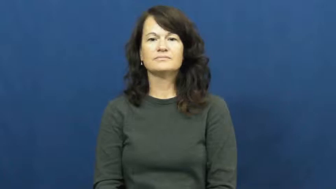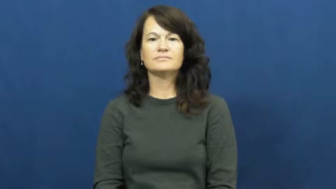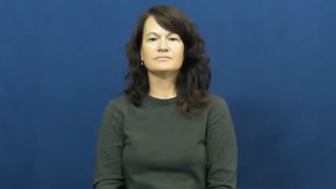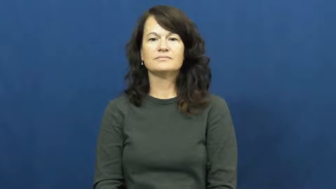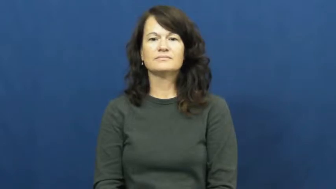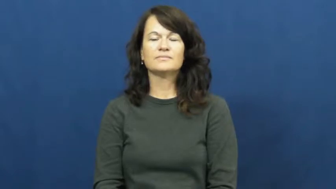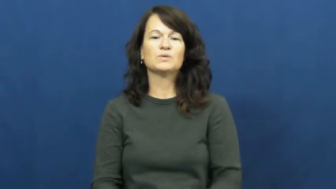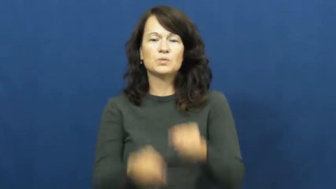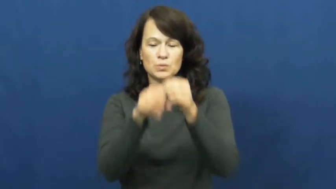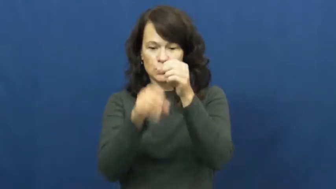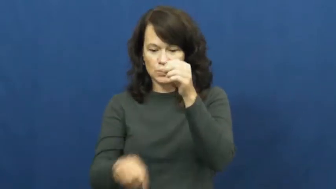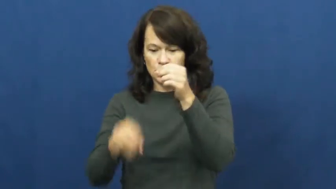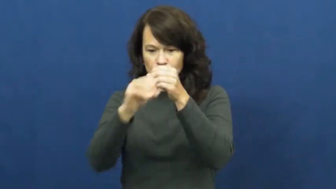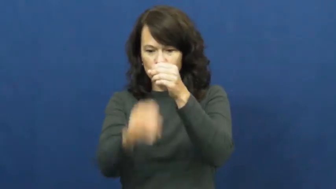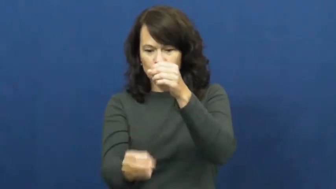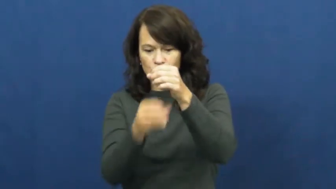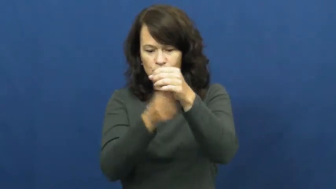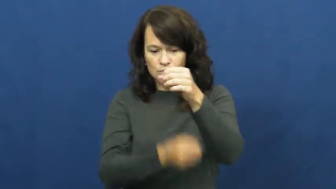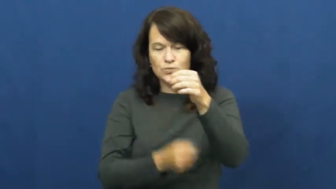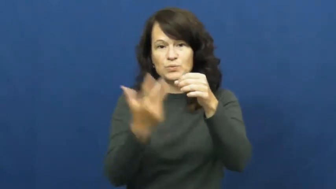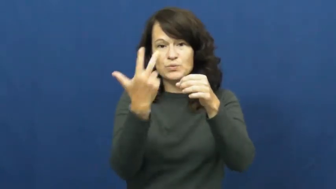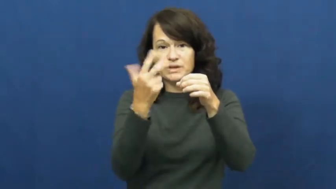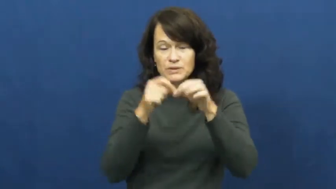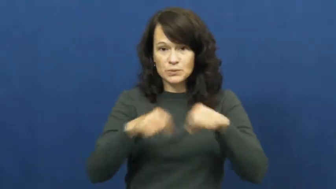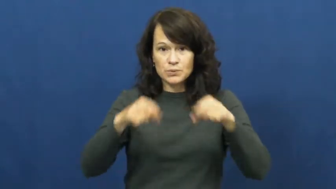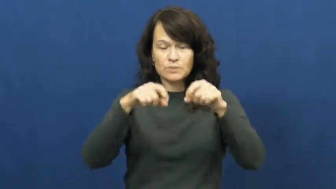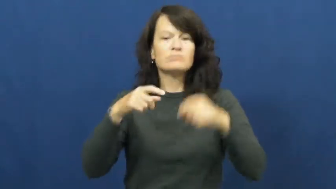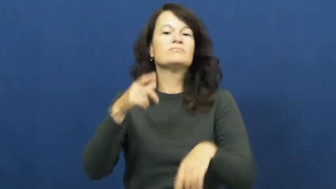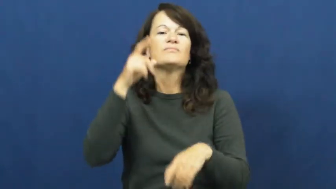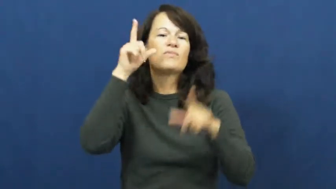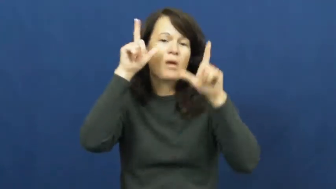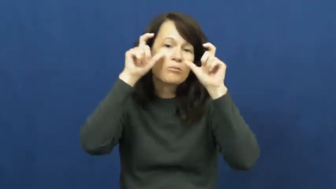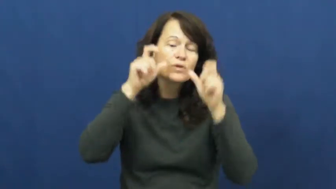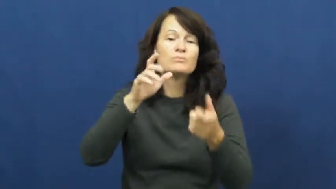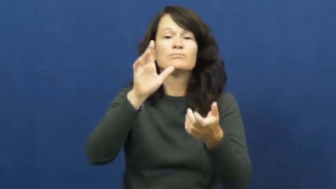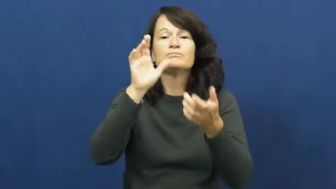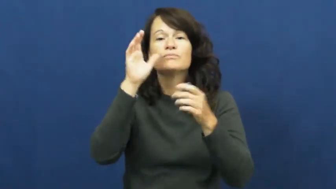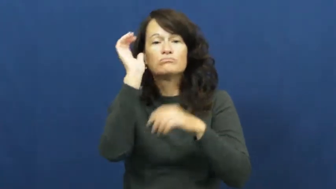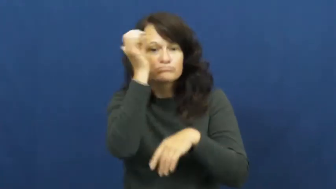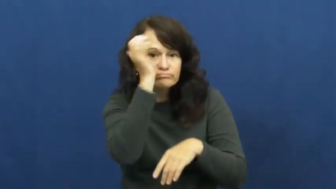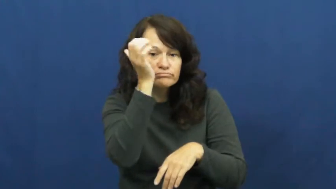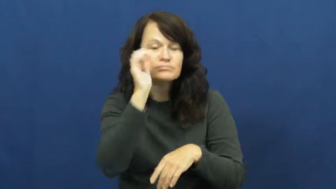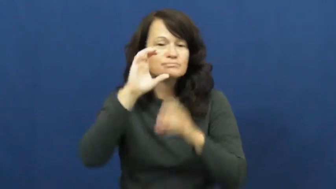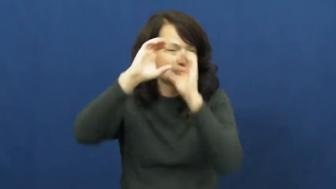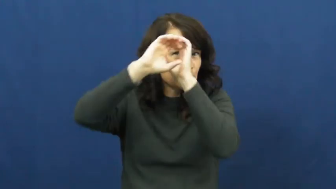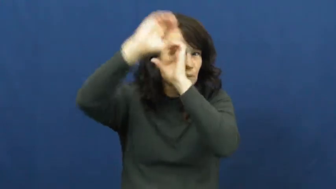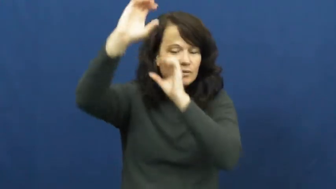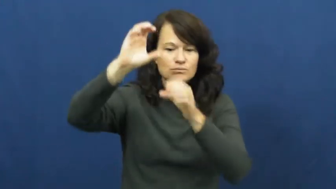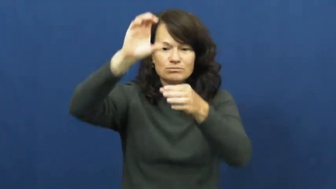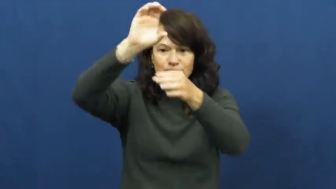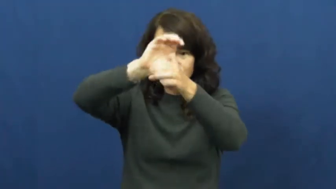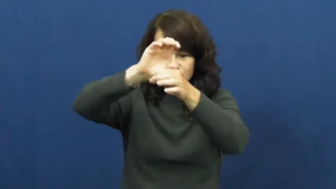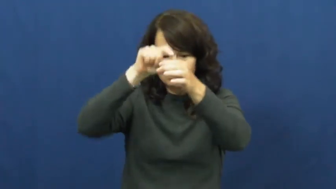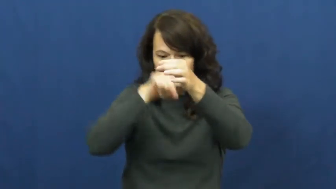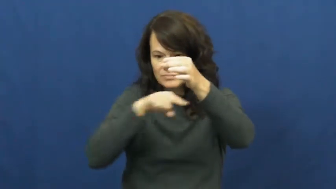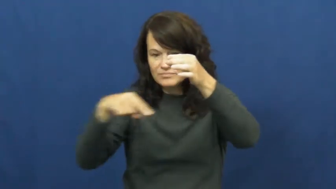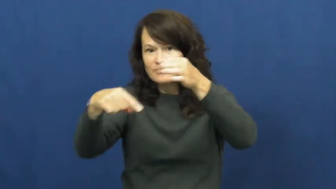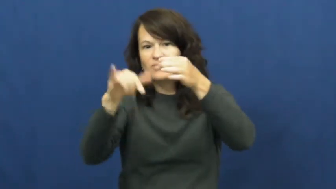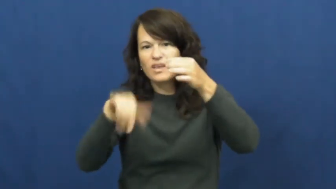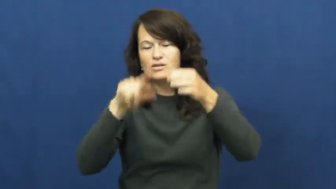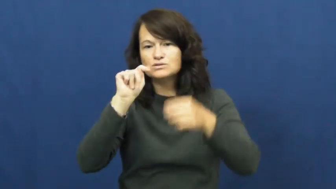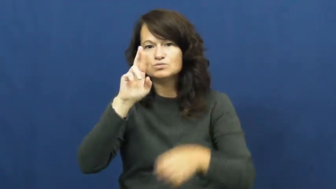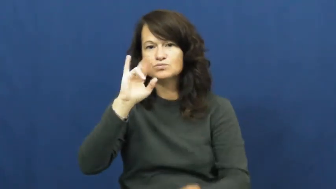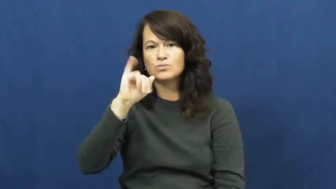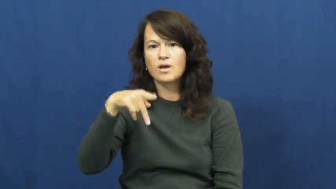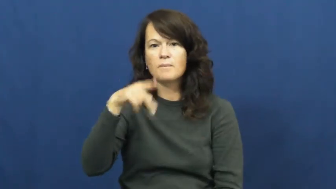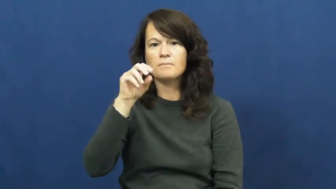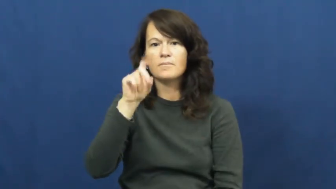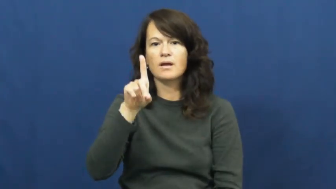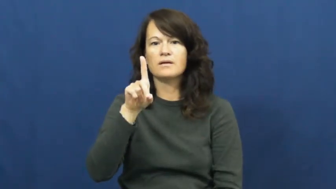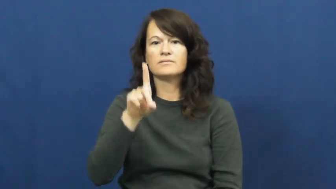tripod